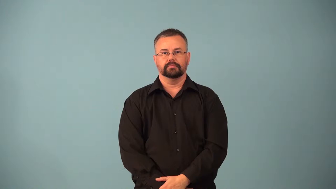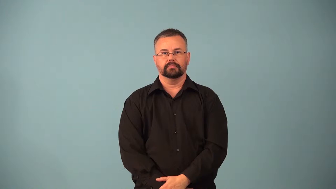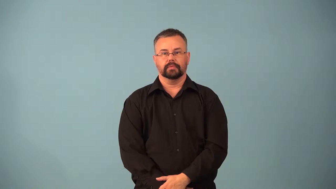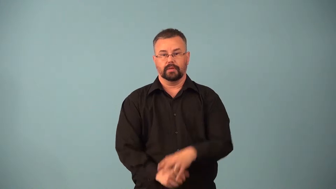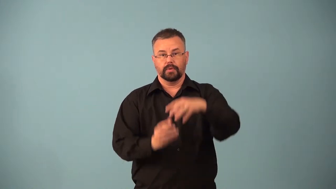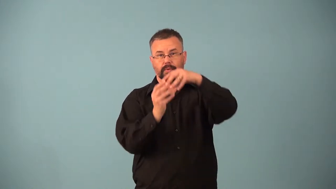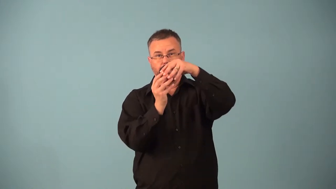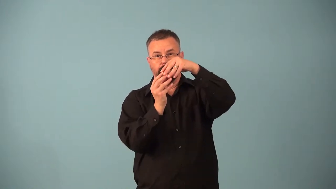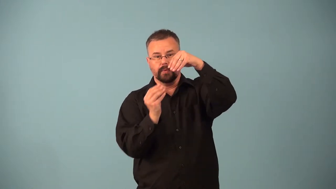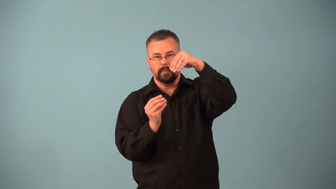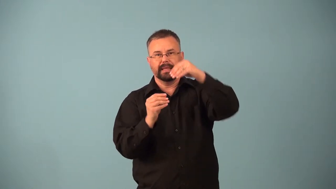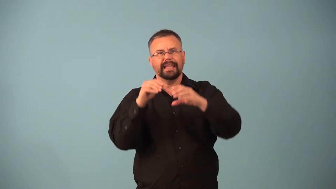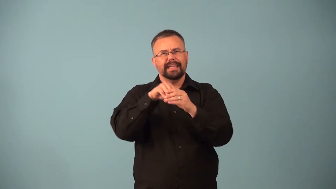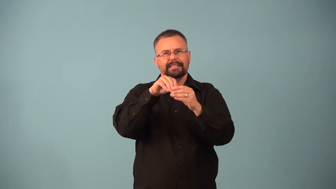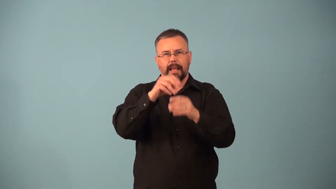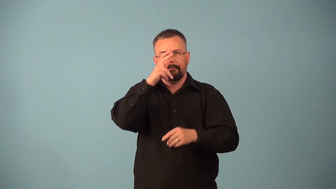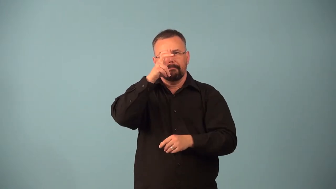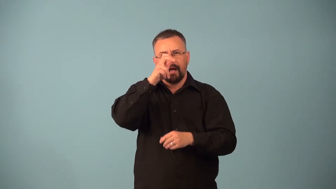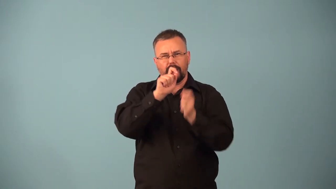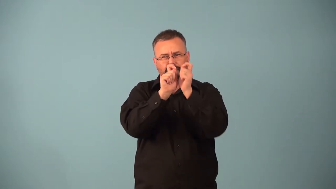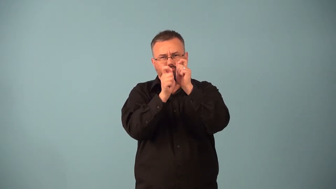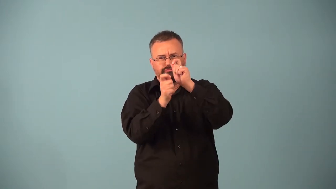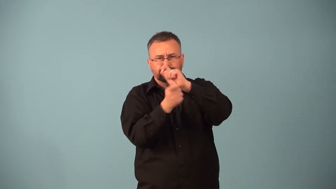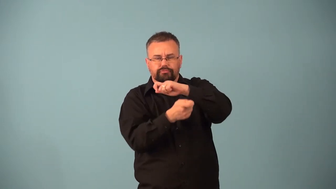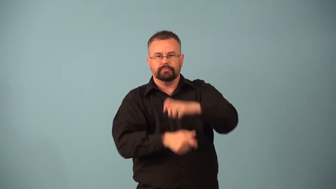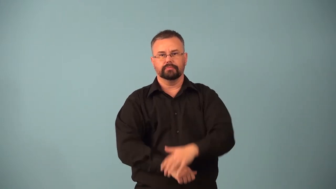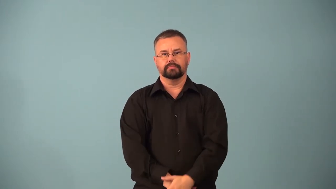pupa